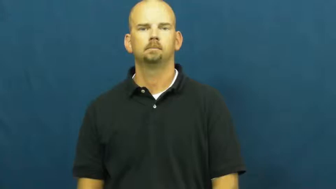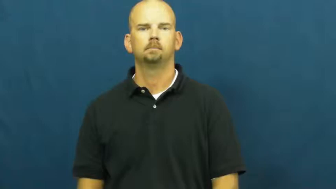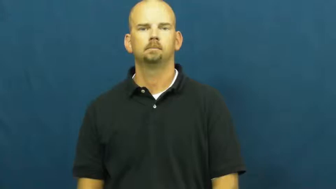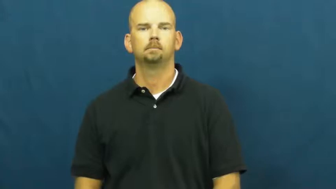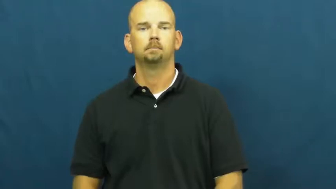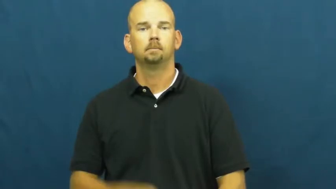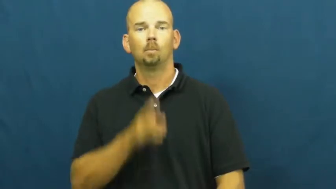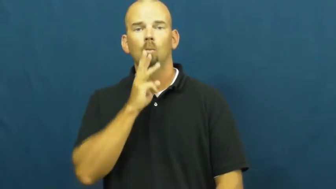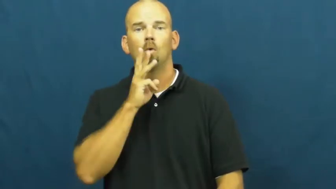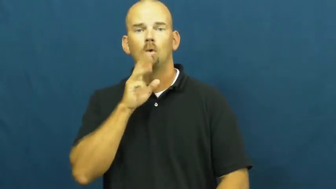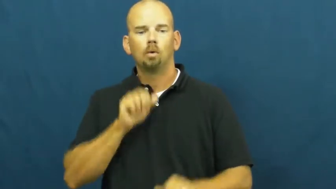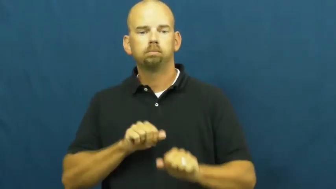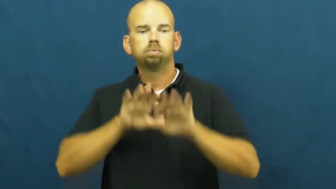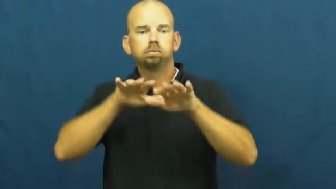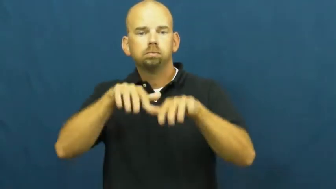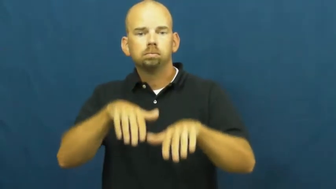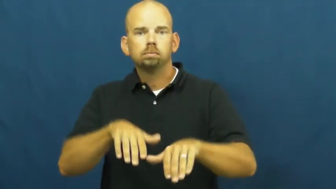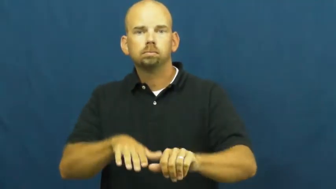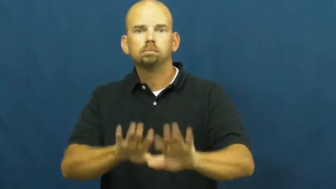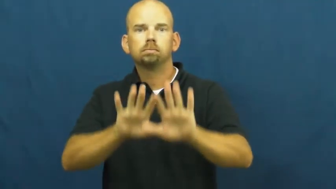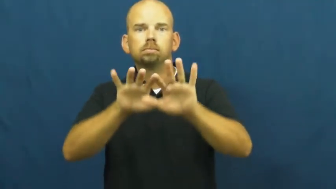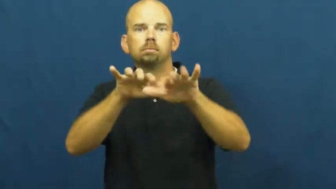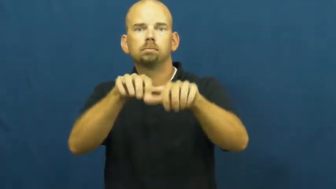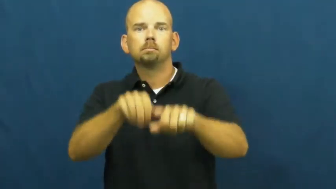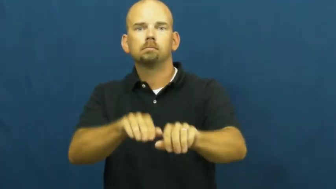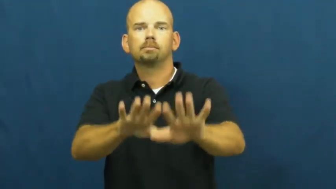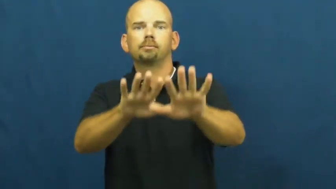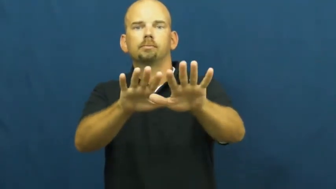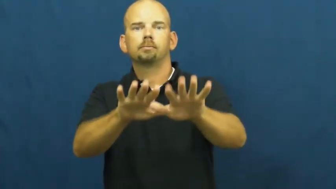wave,awash-water